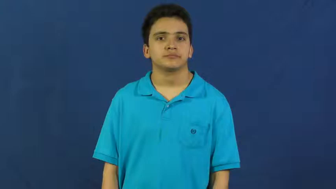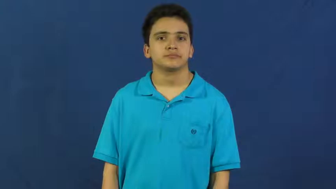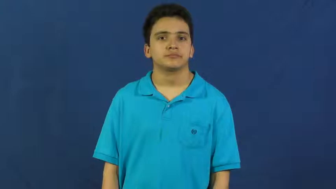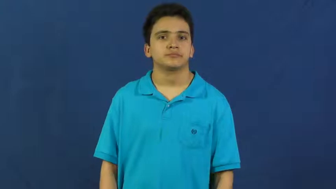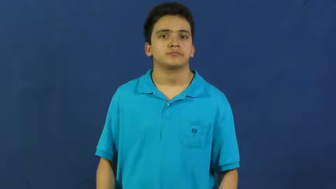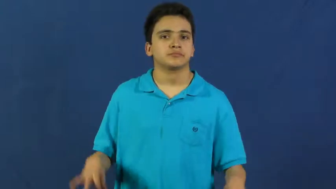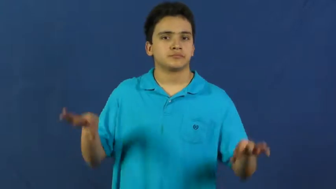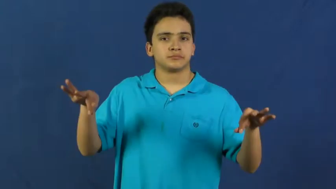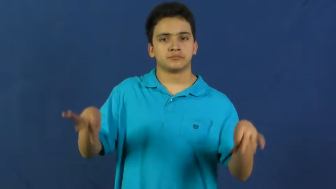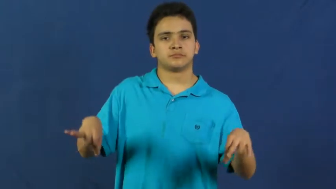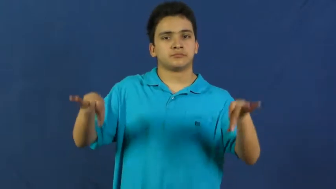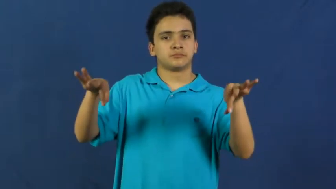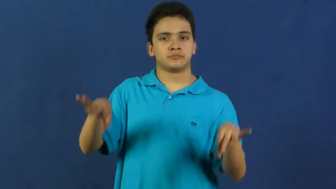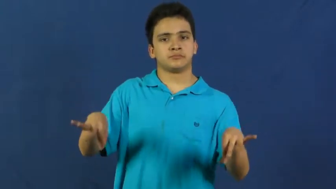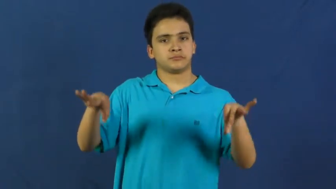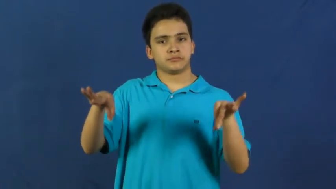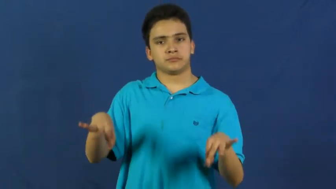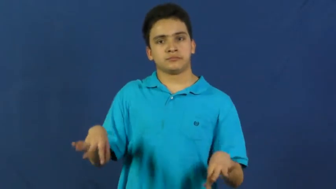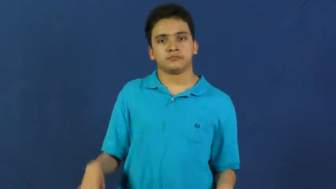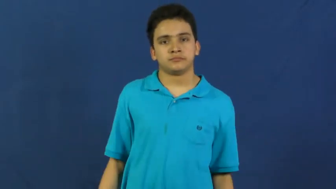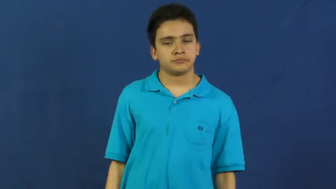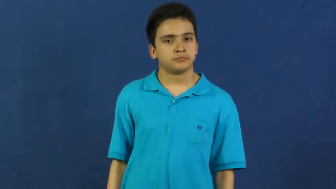dye